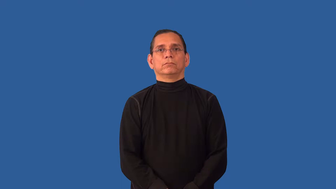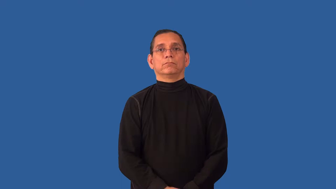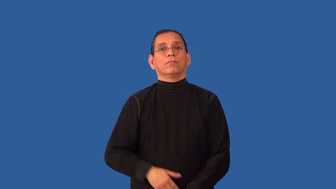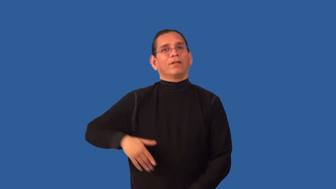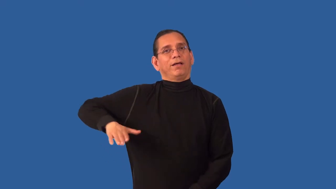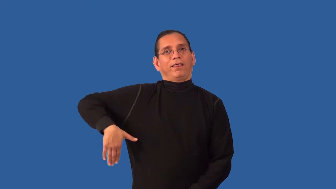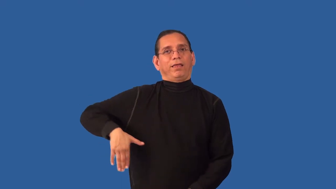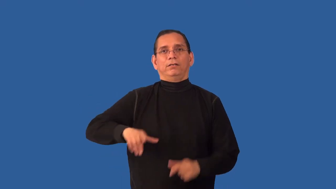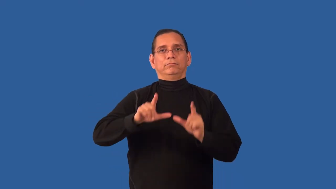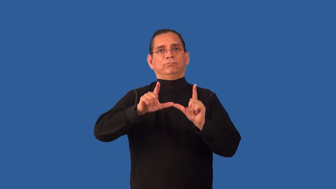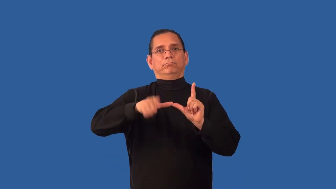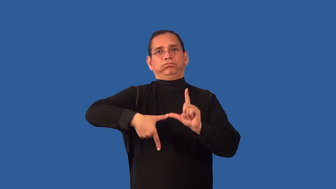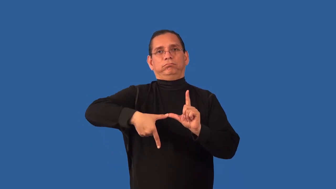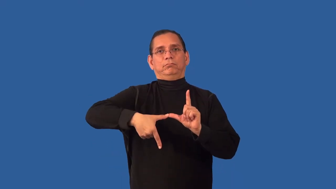unexpired